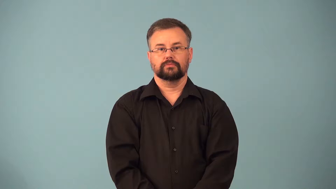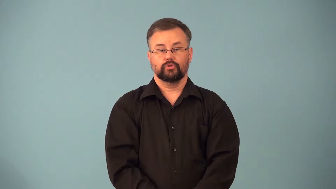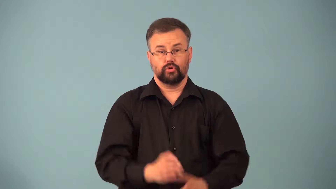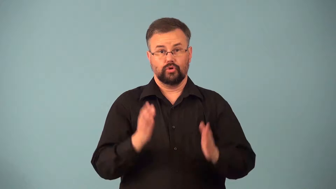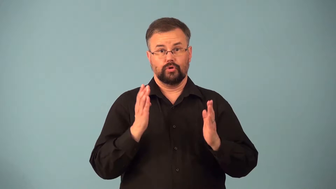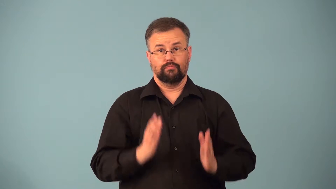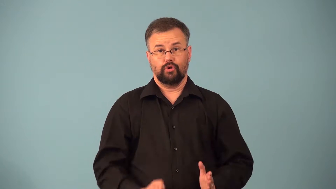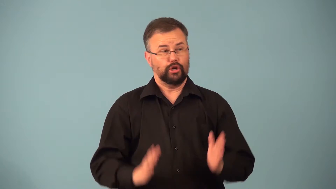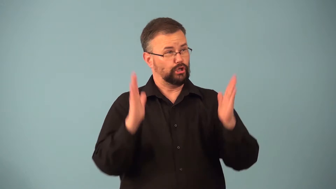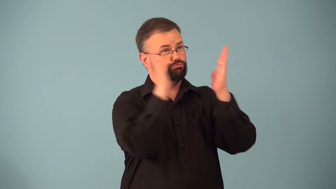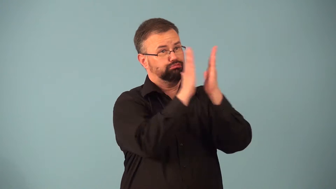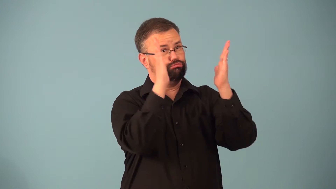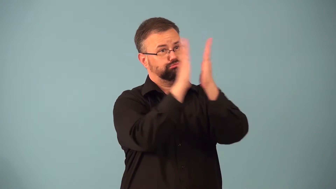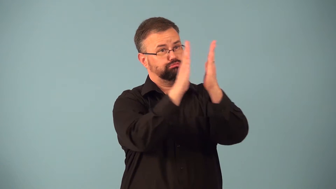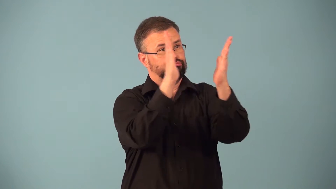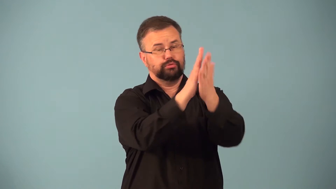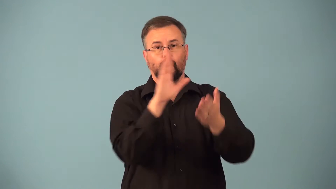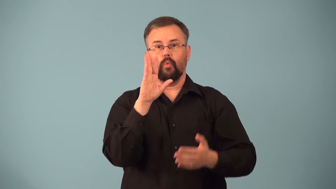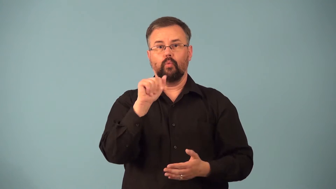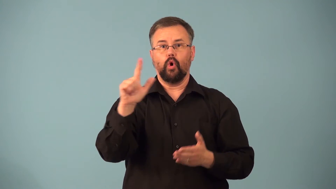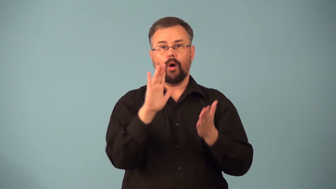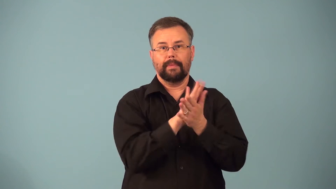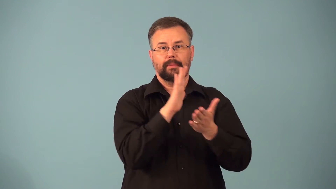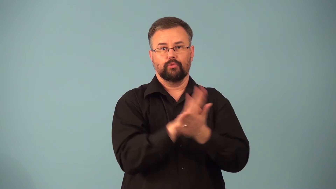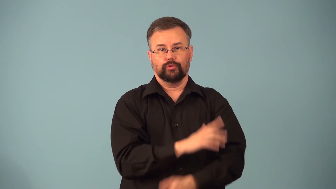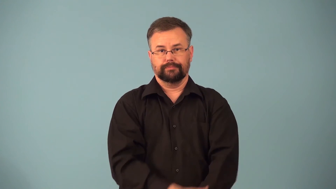paperhanger,paperer-person who put up wallpaper